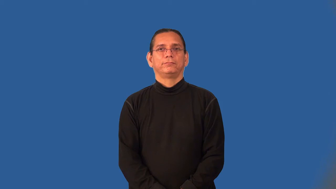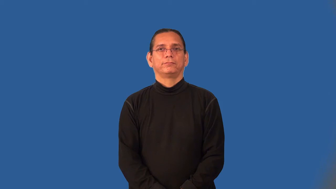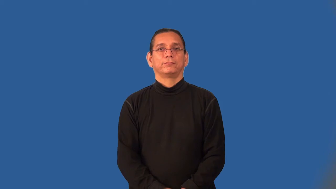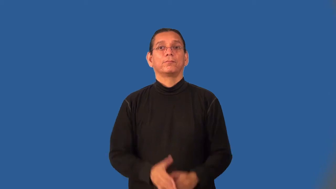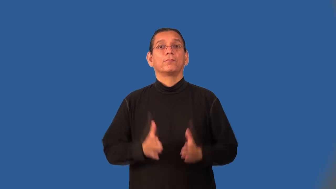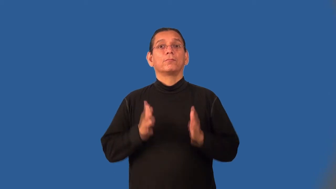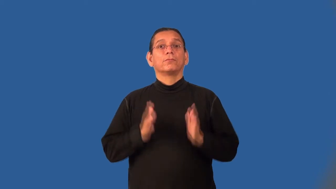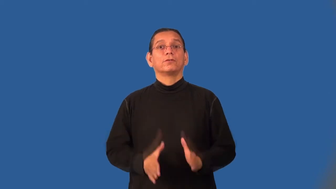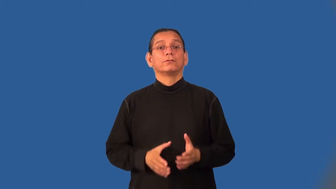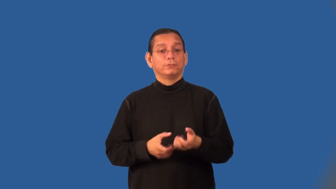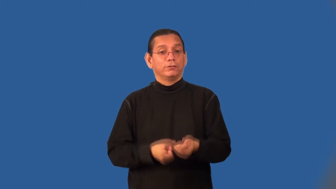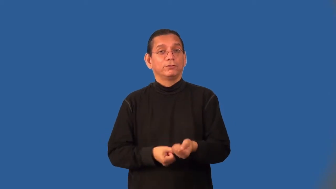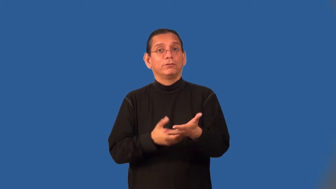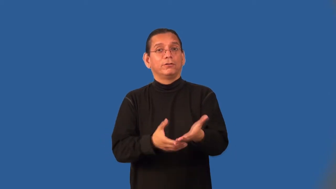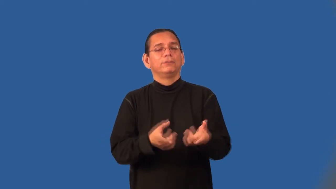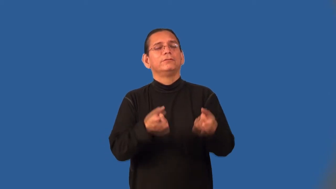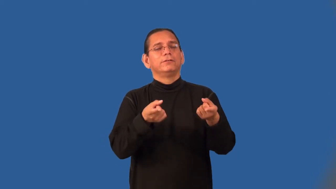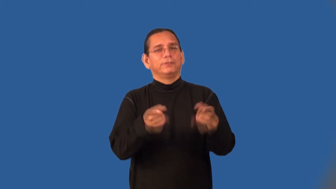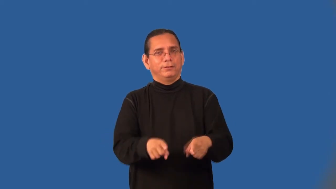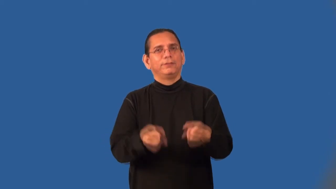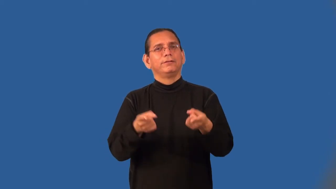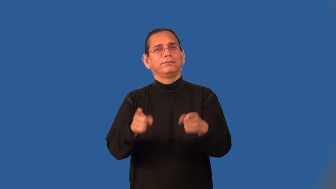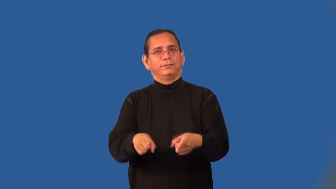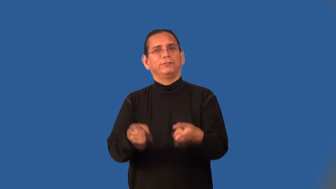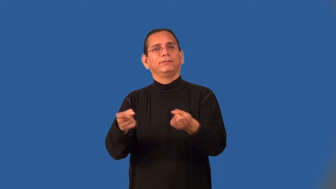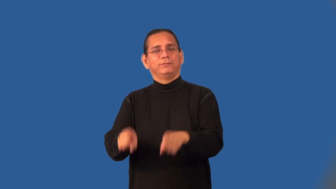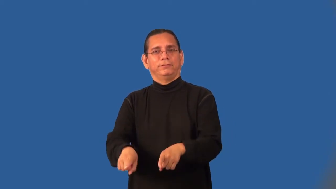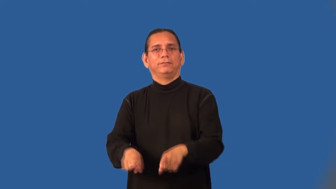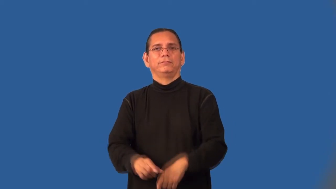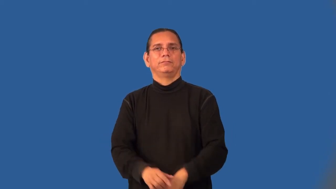"go-between"